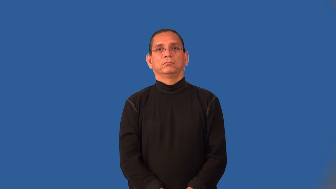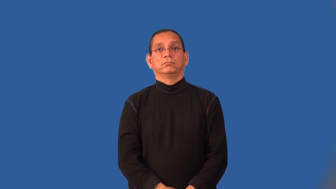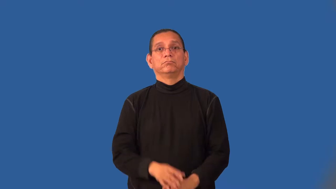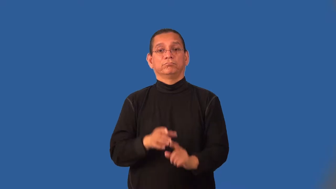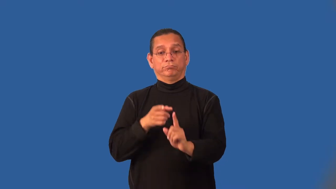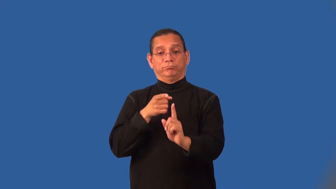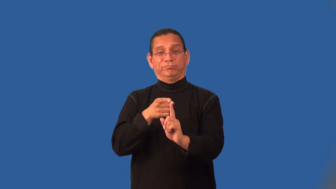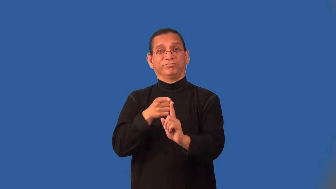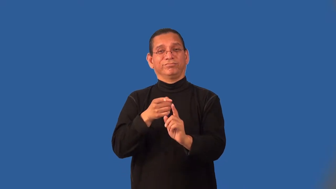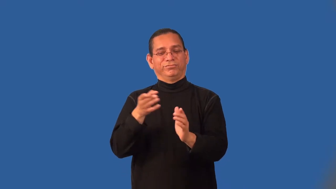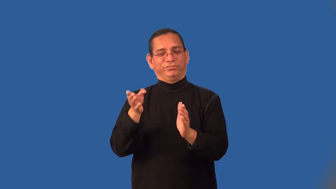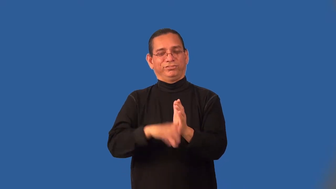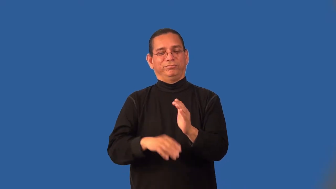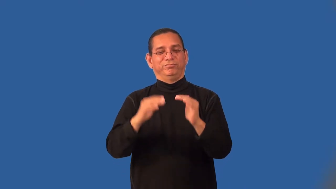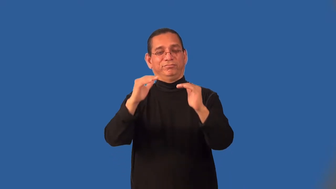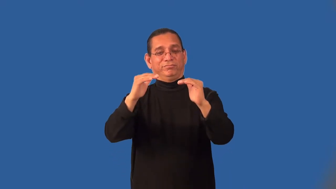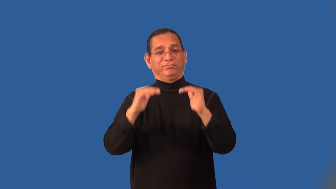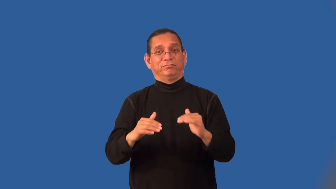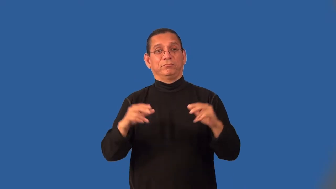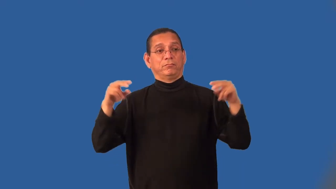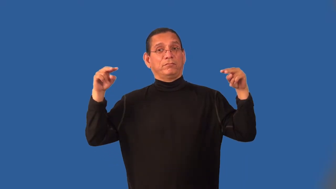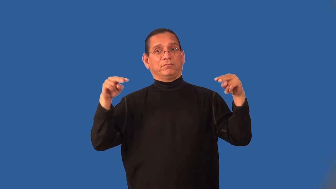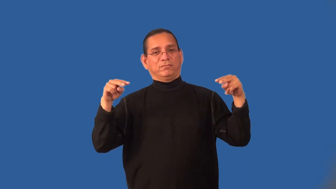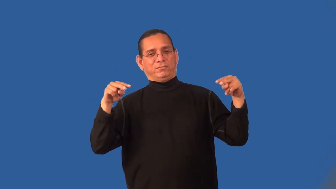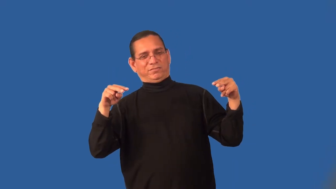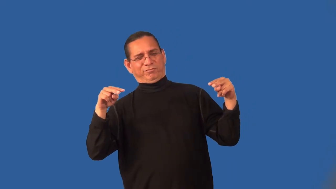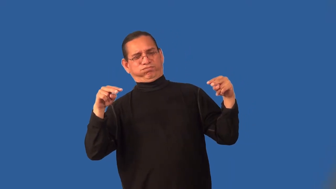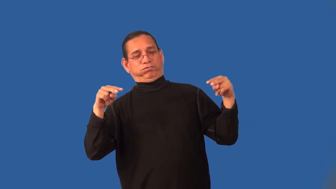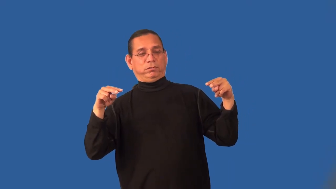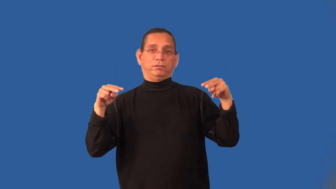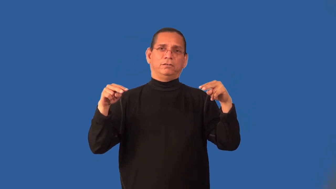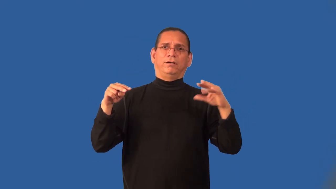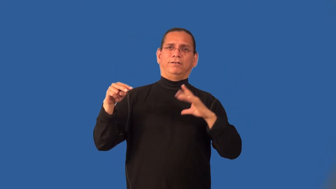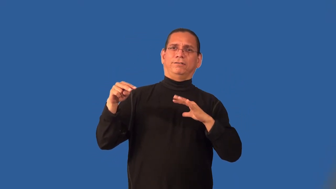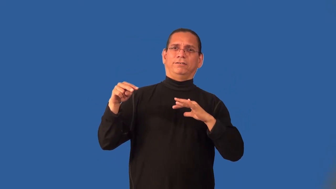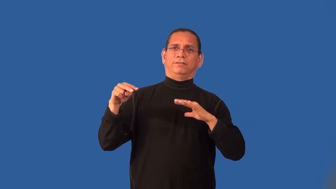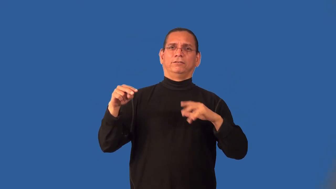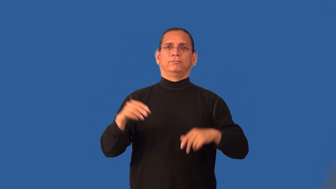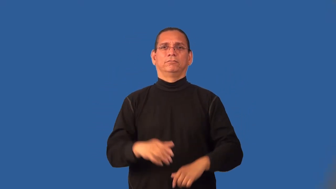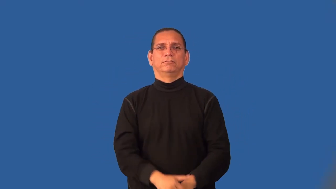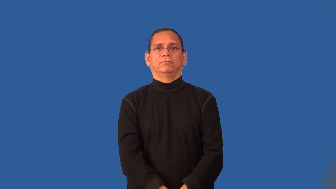kitsch